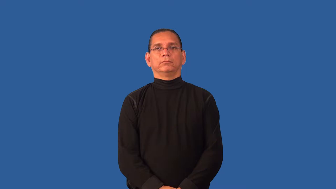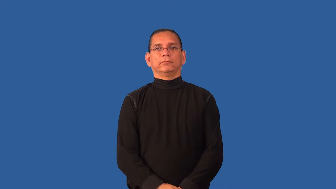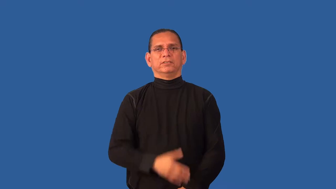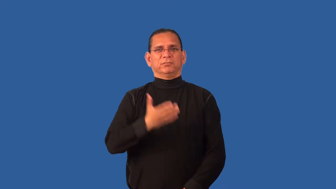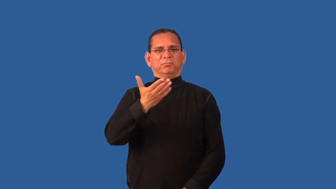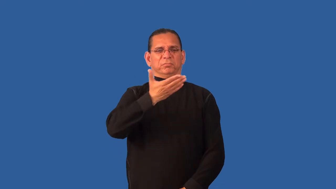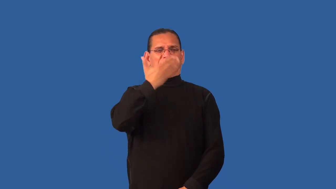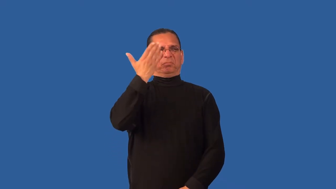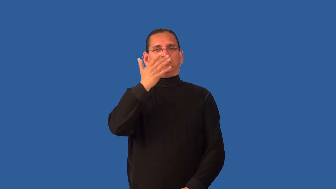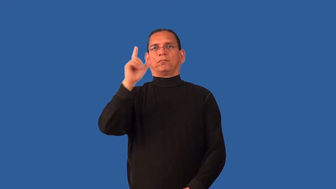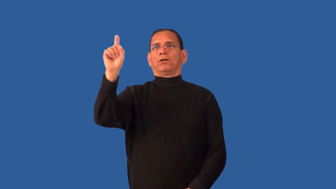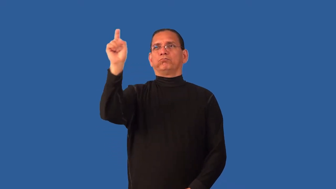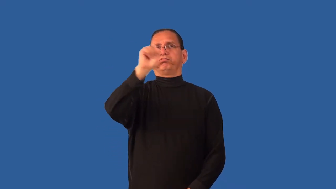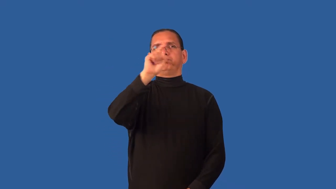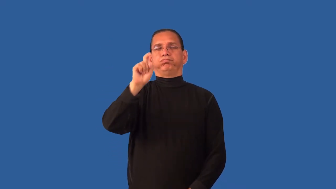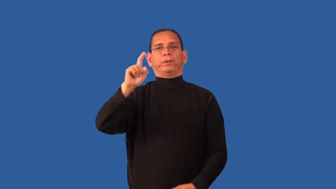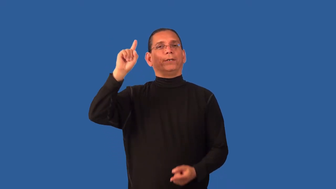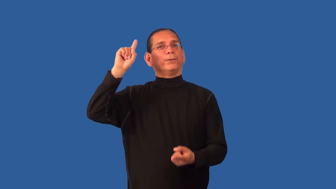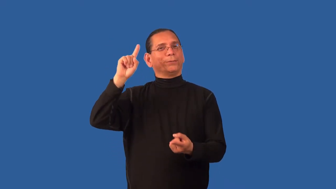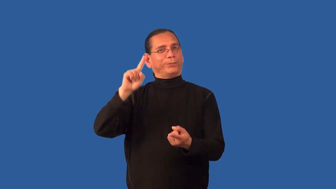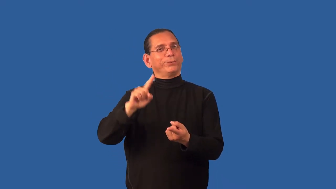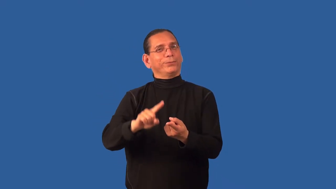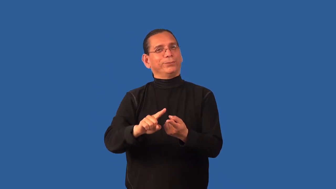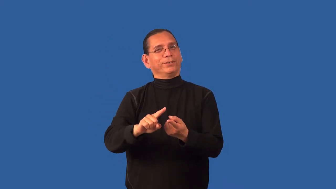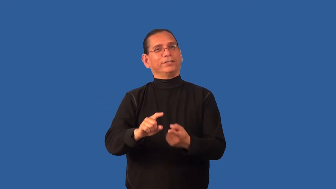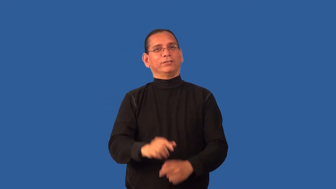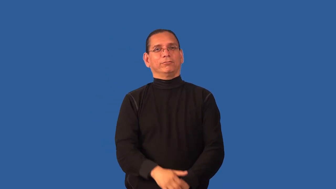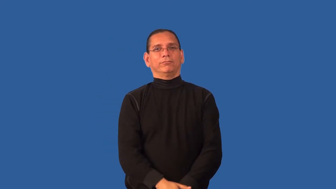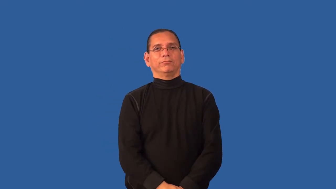deodorizer